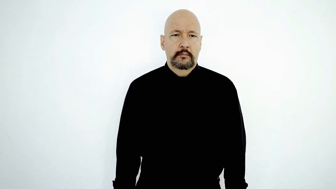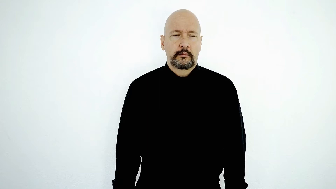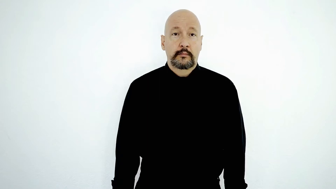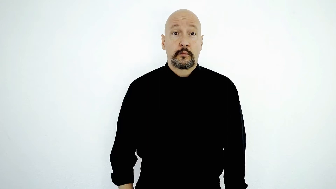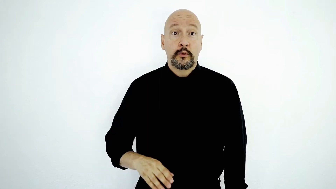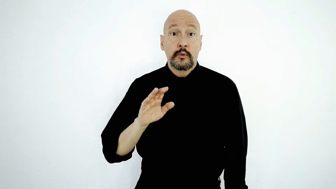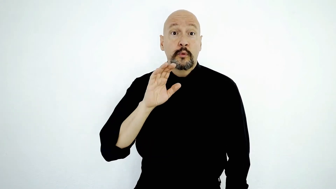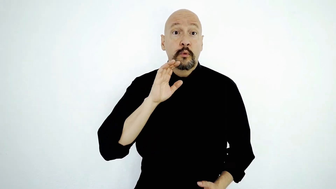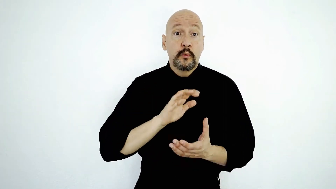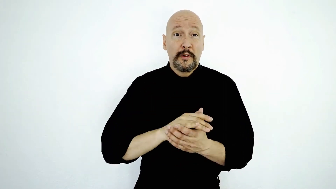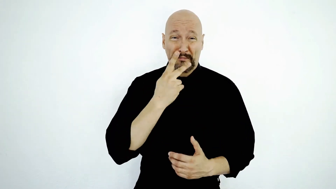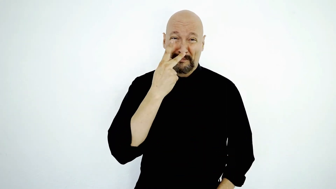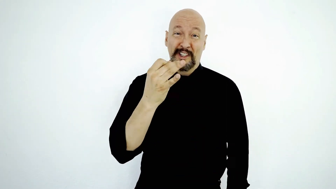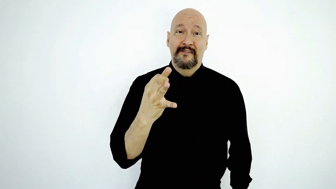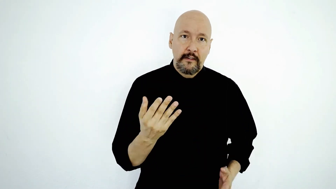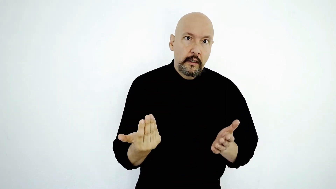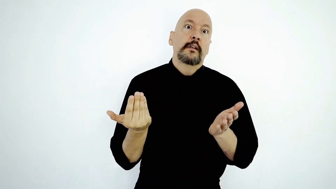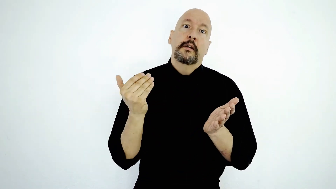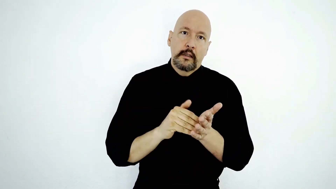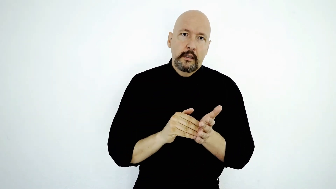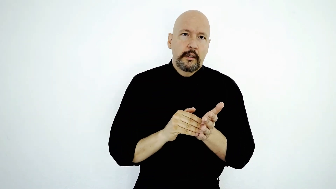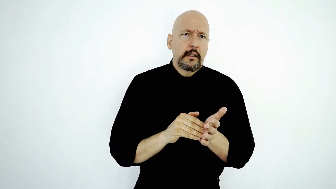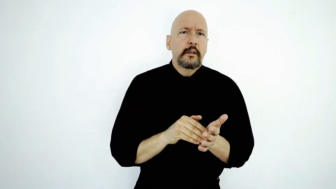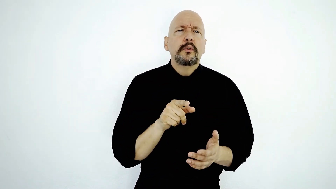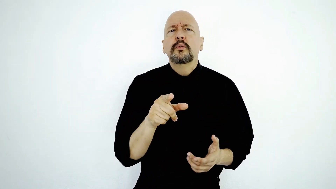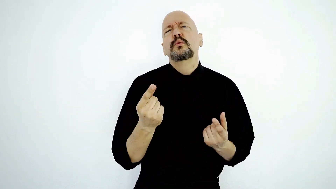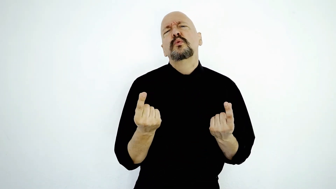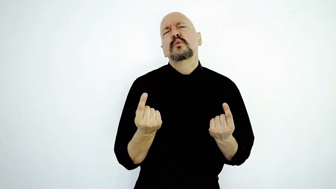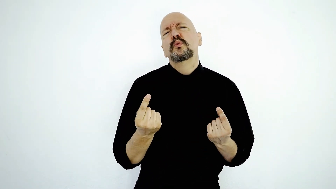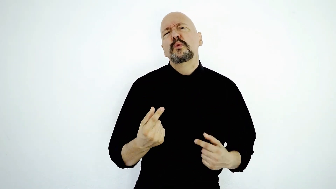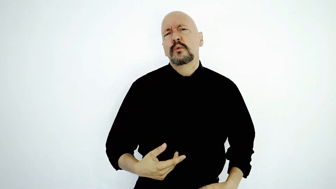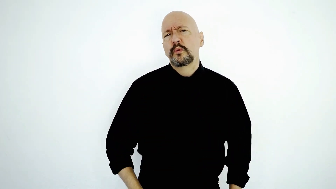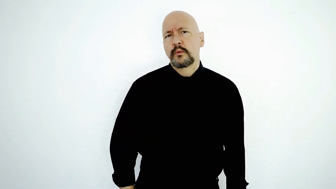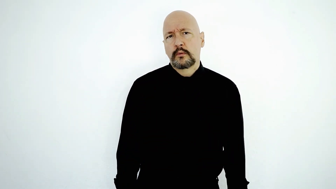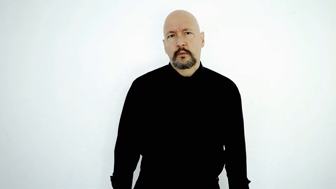YOUR WIFE PISS-OFF AGAIN! YOU what-DO?